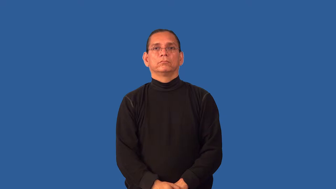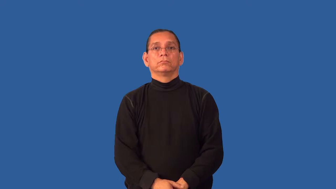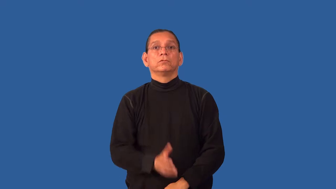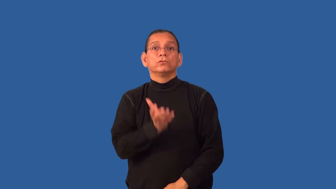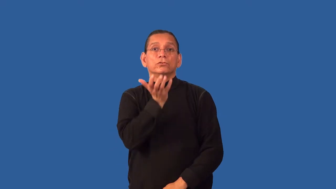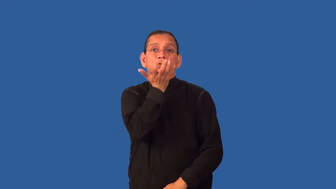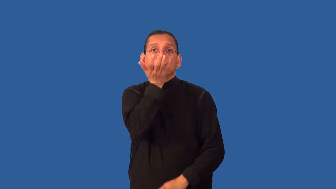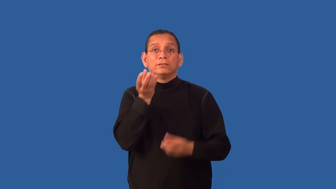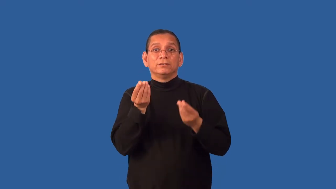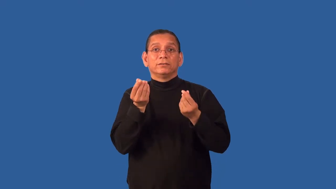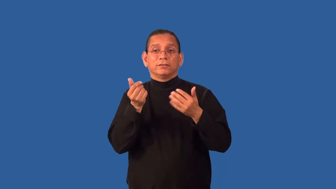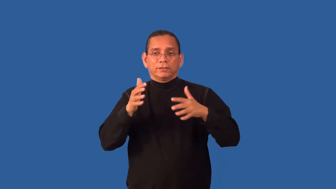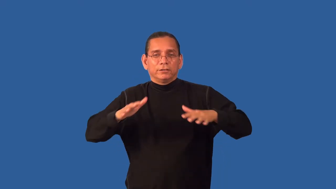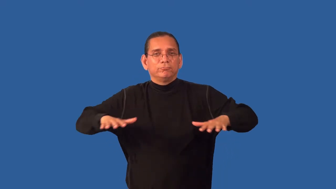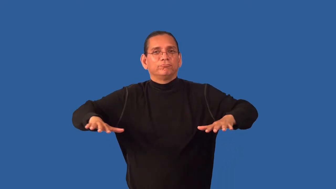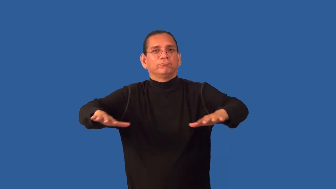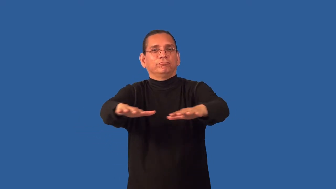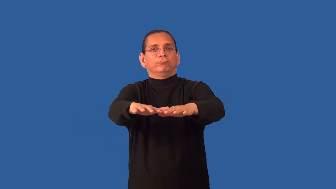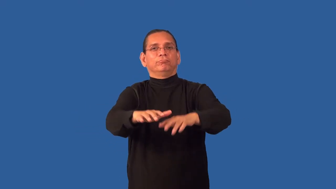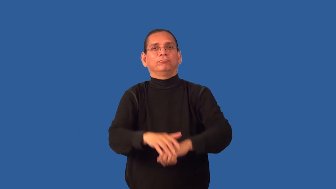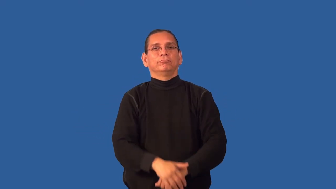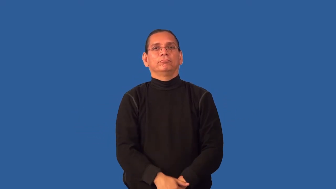grassy